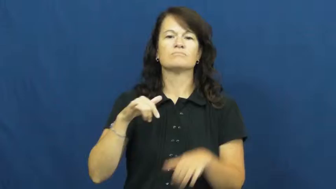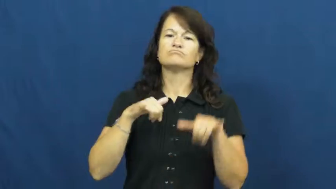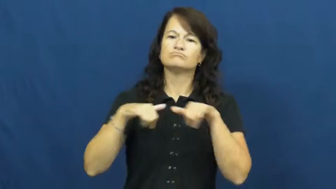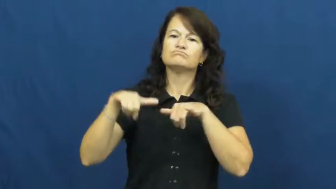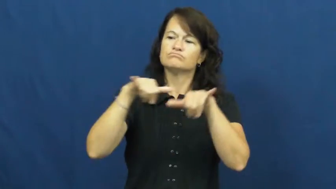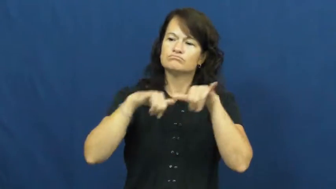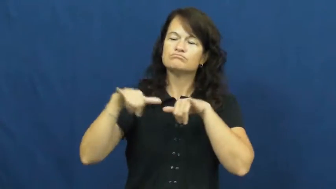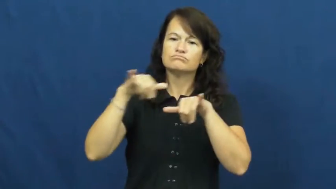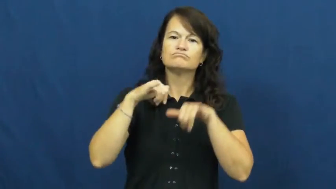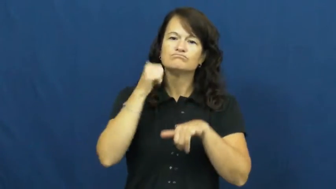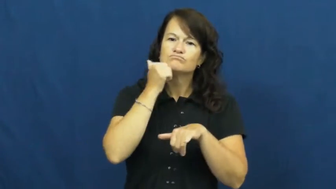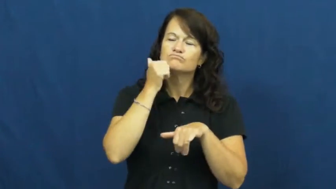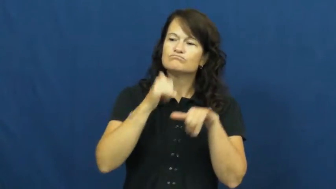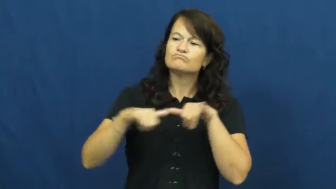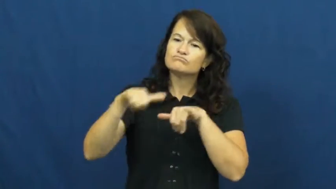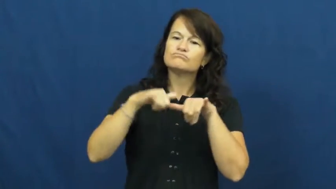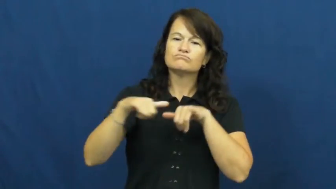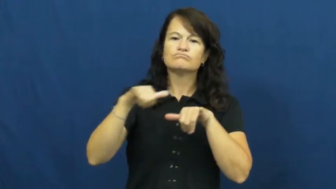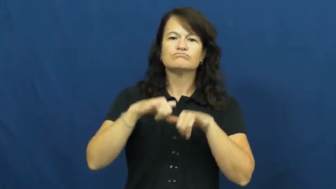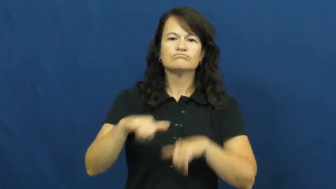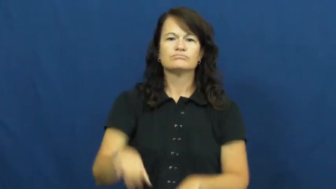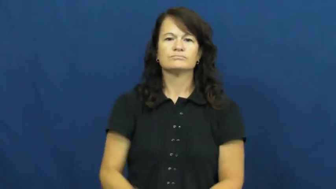orthodox